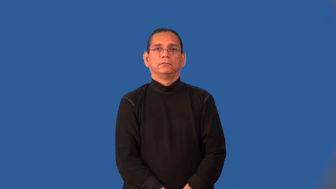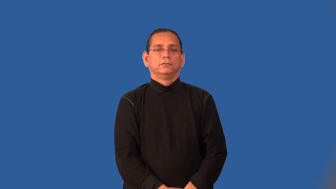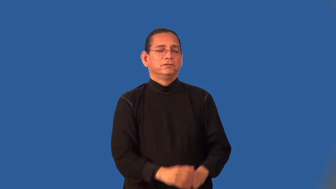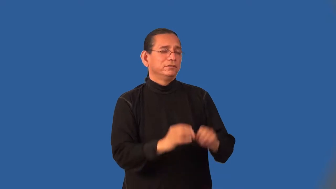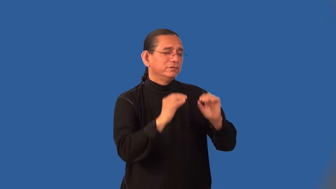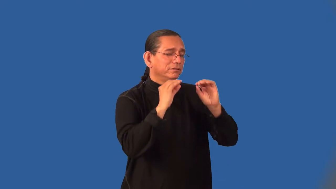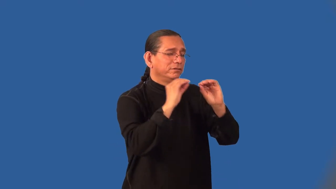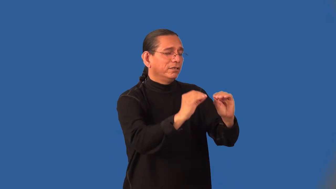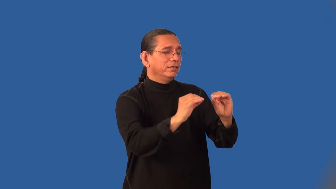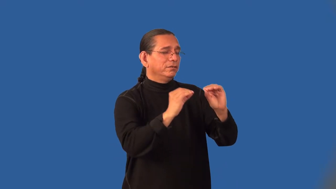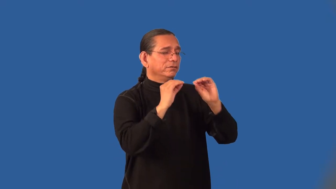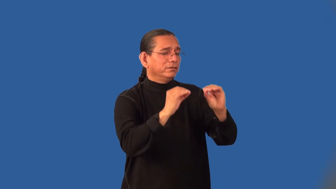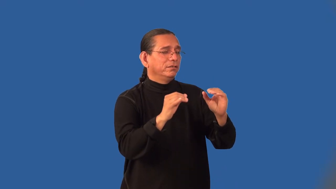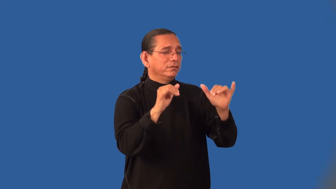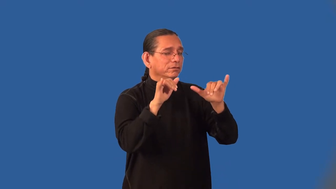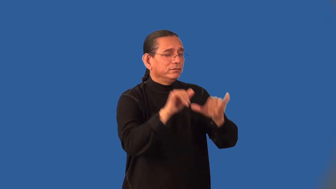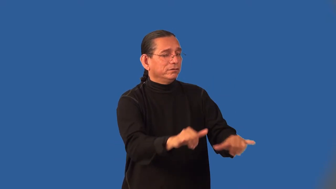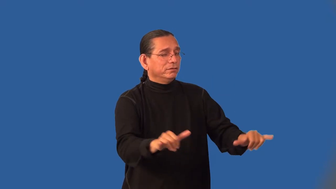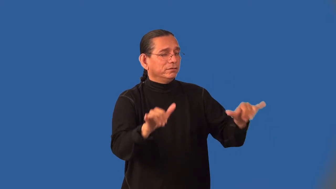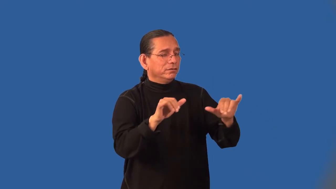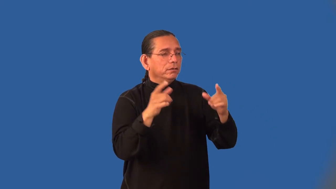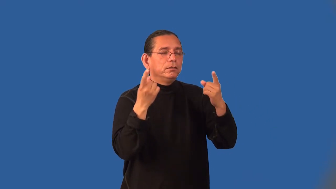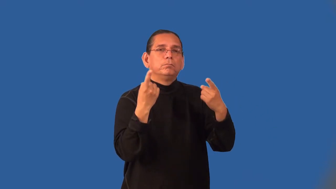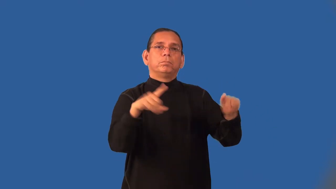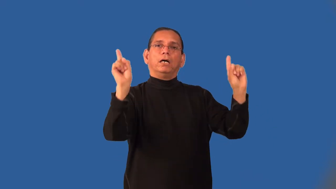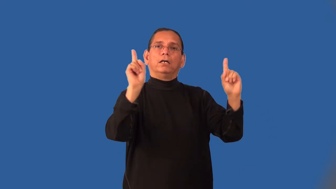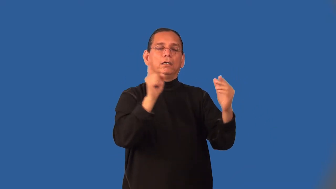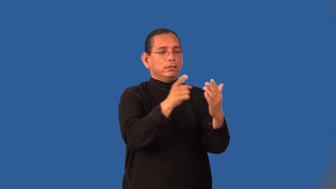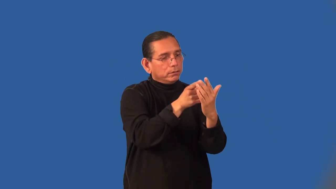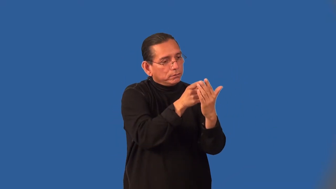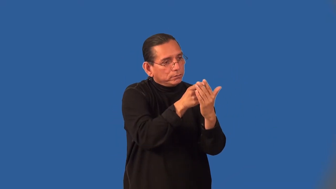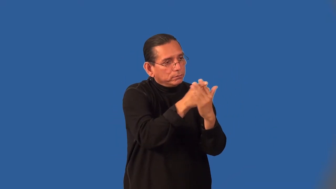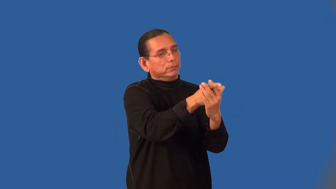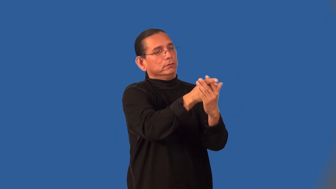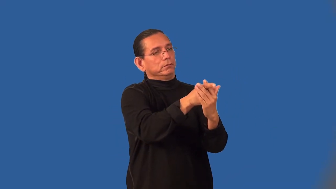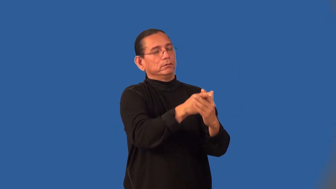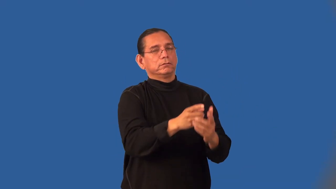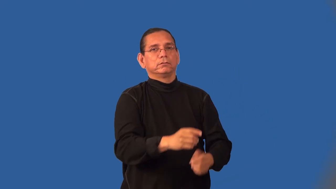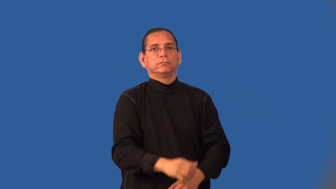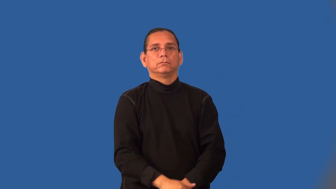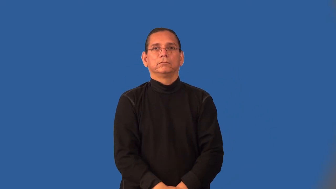inculcate